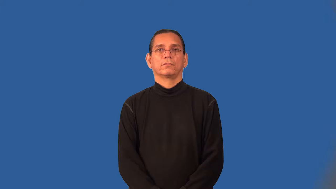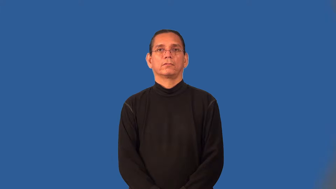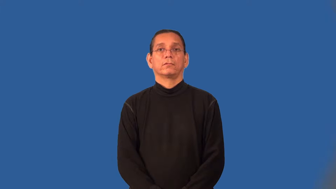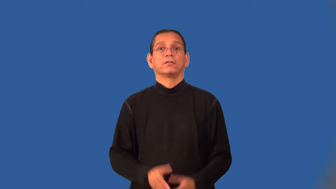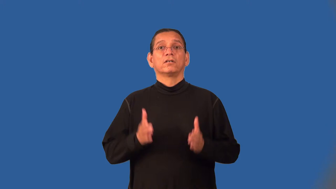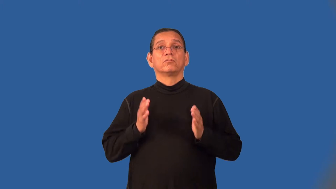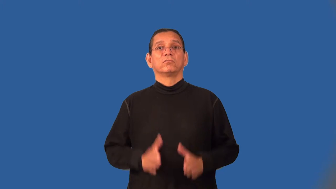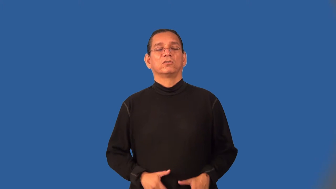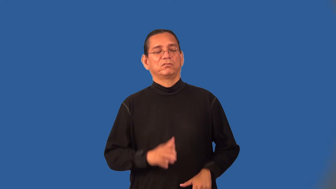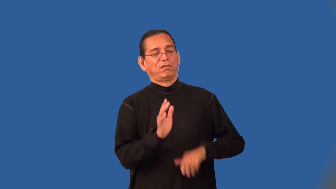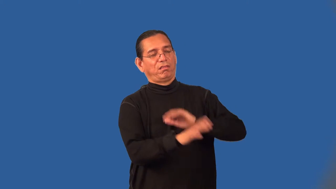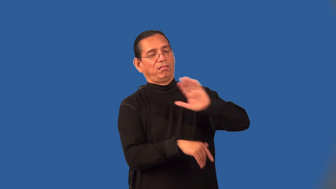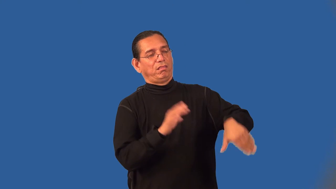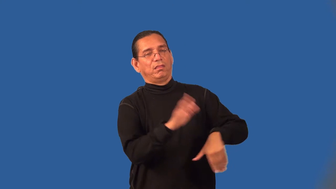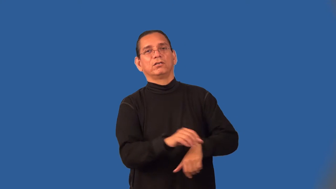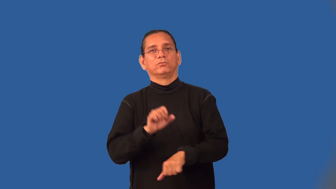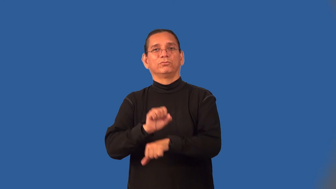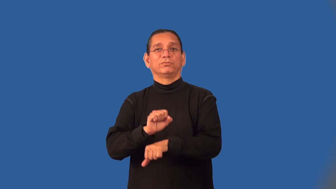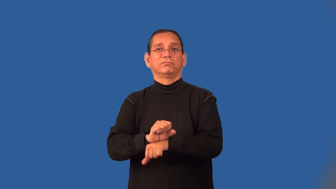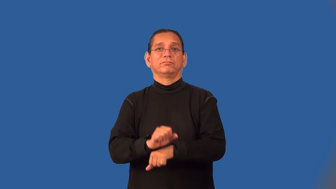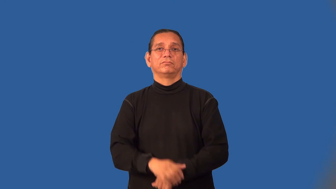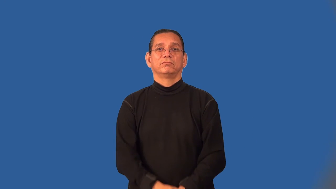goldbrick,goldbricker